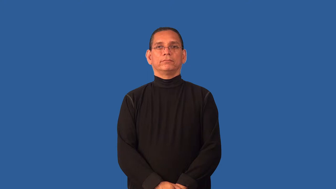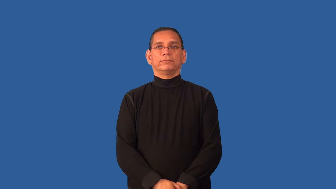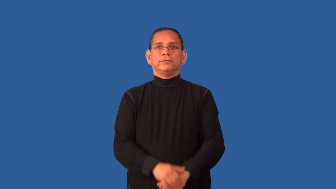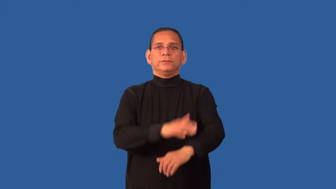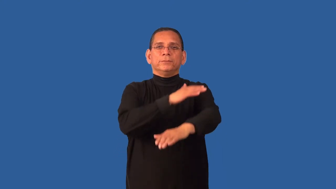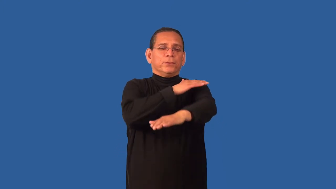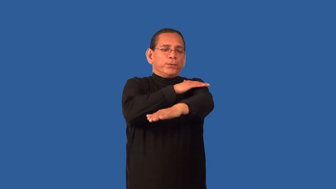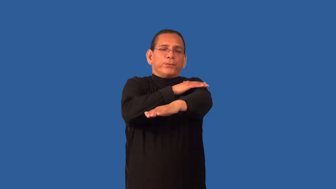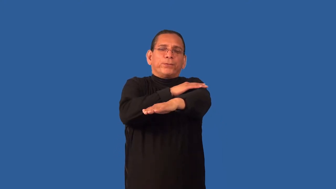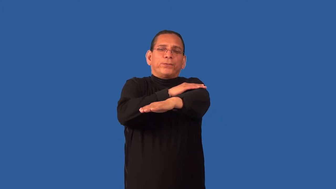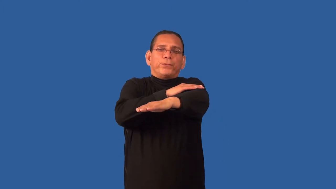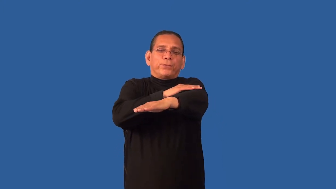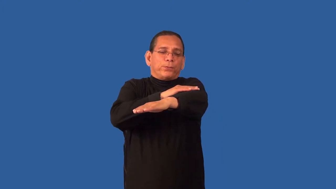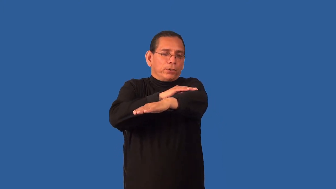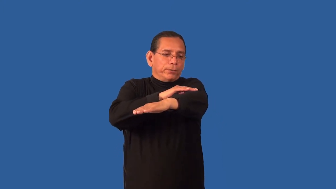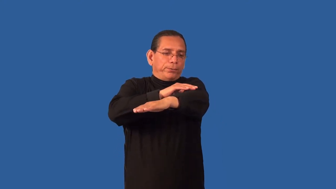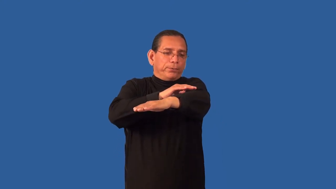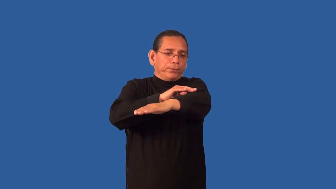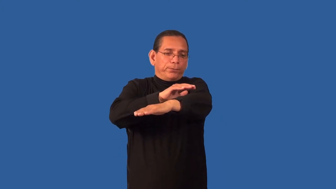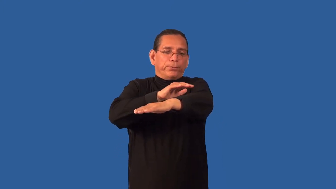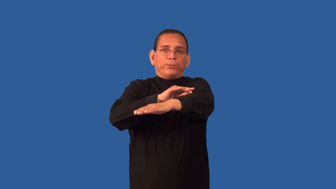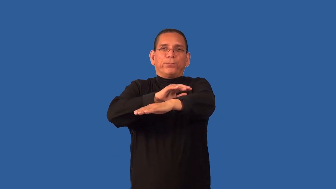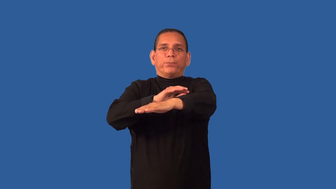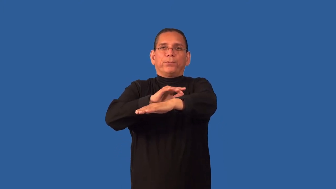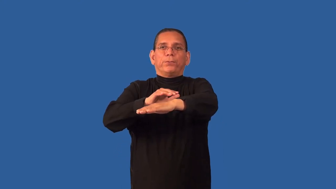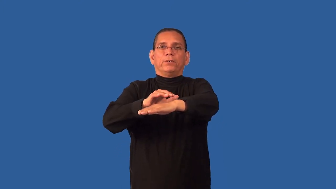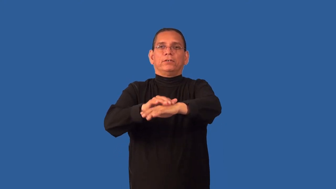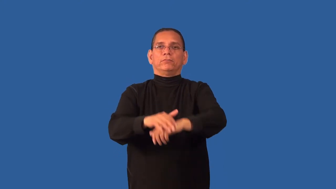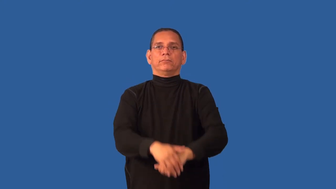crinkle